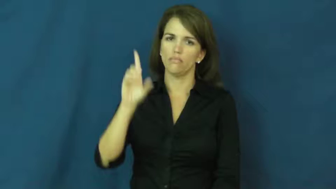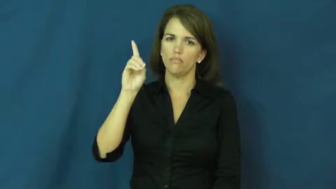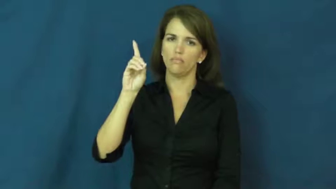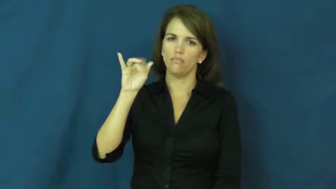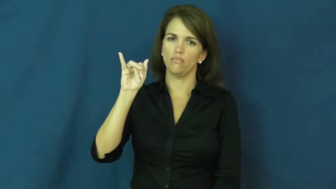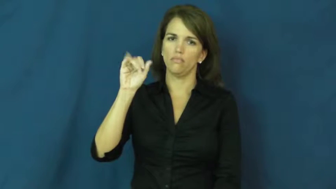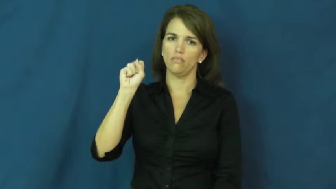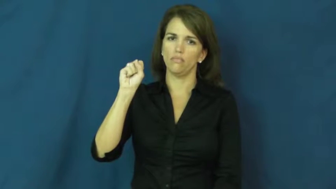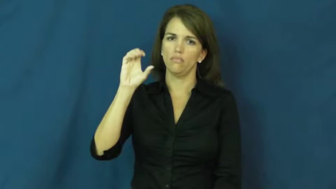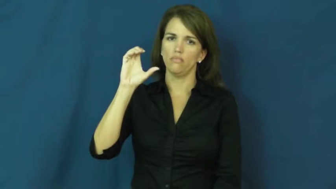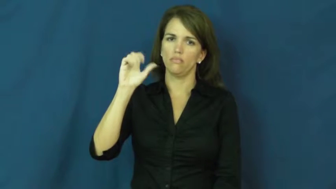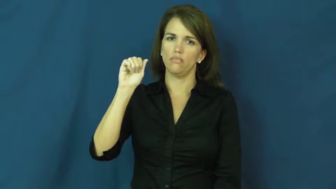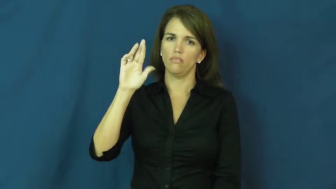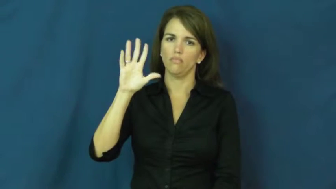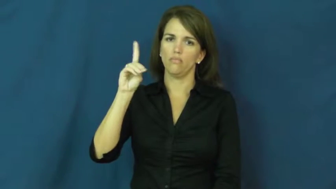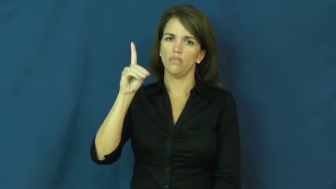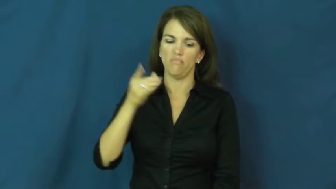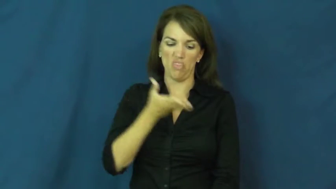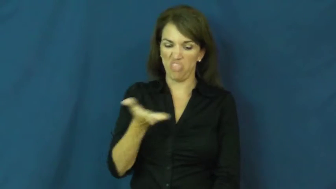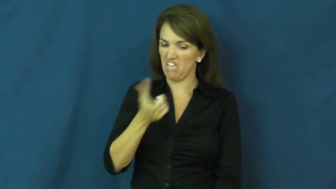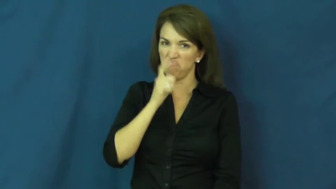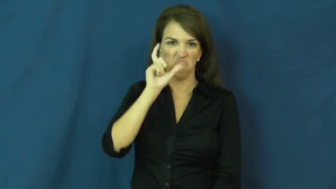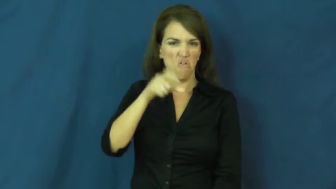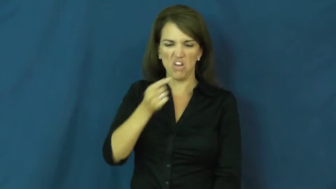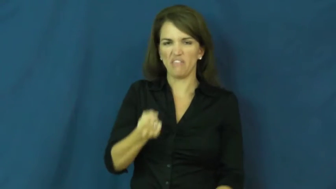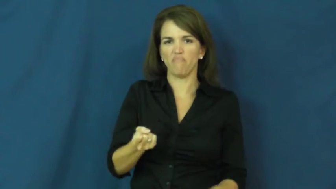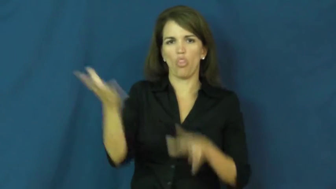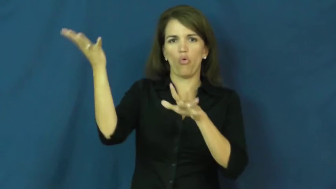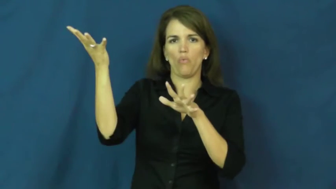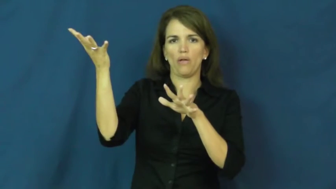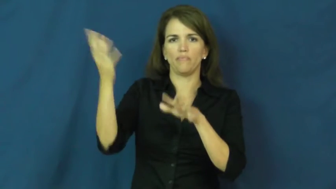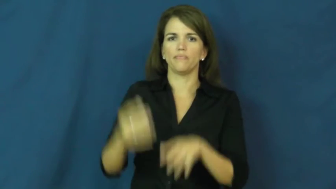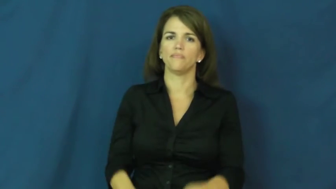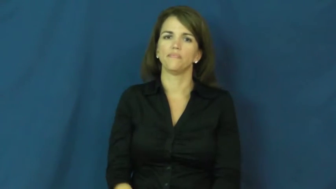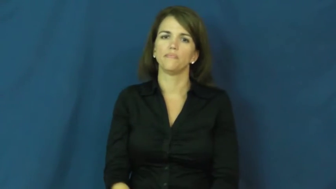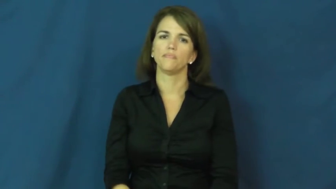discard